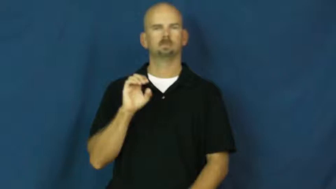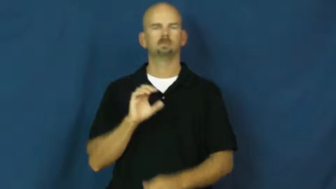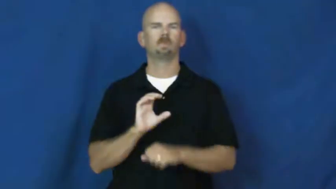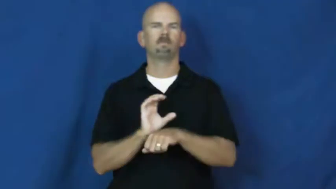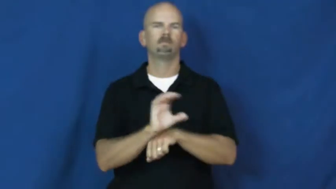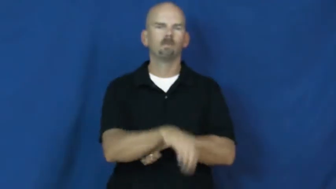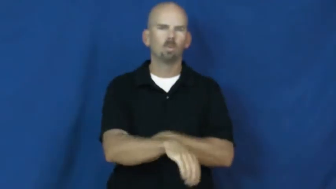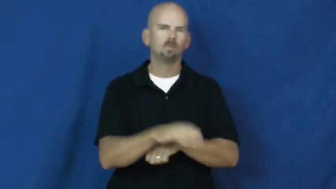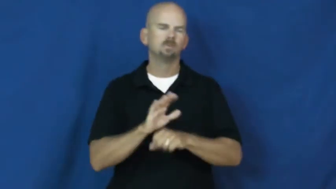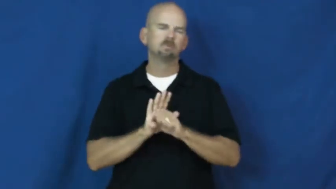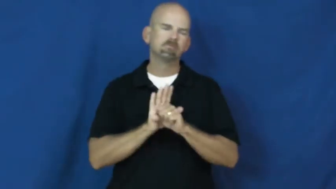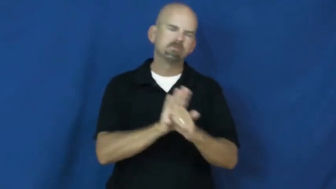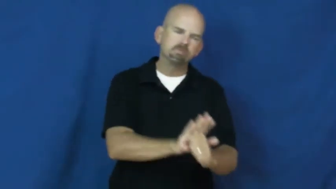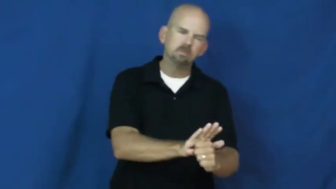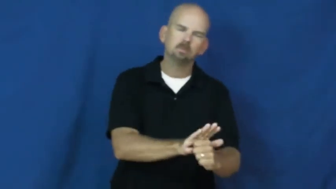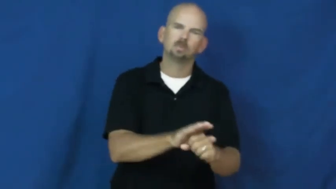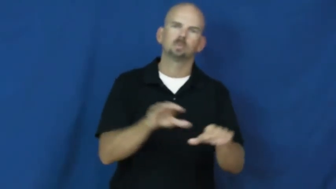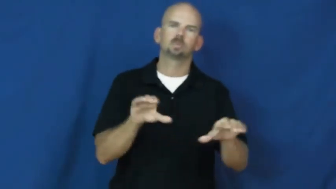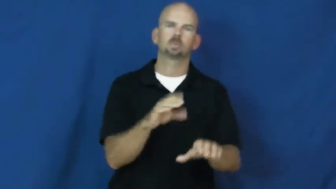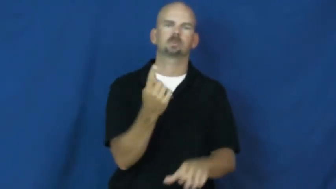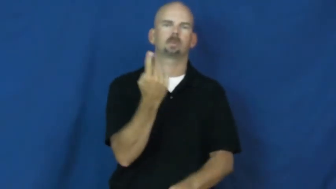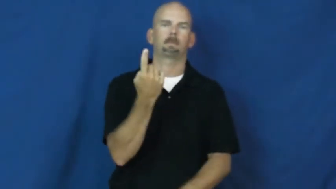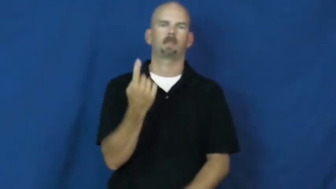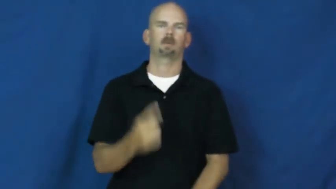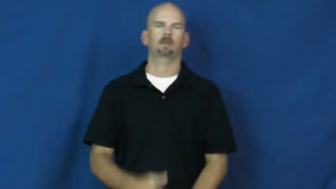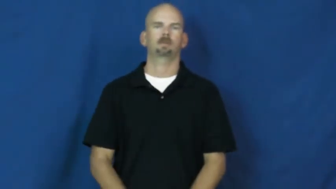drive,compulsion